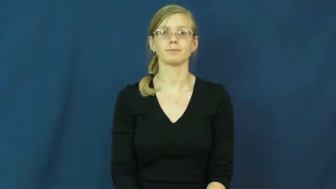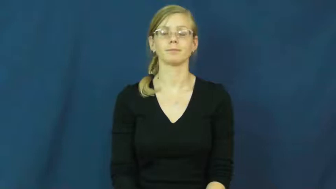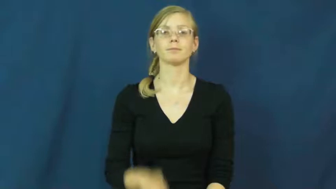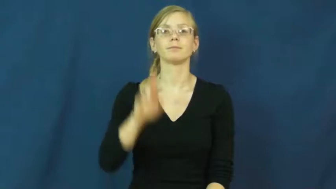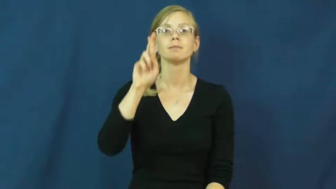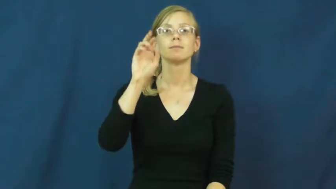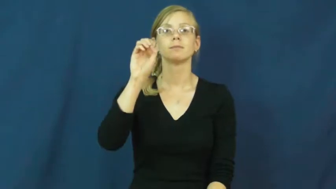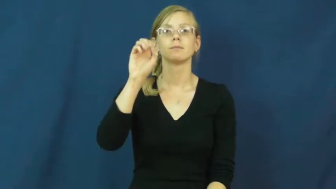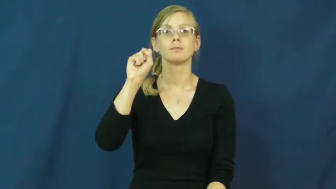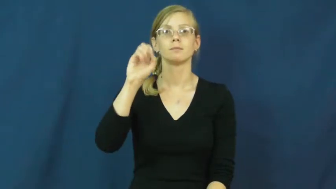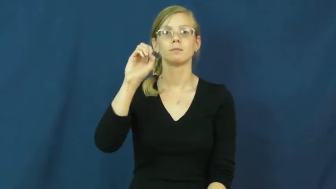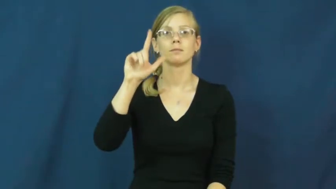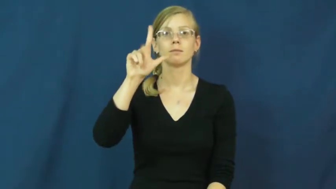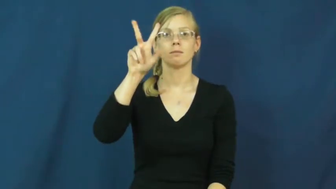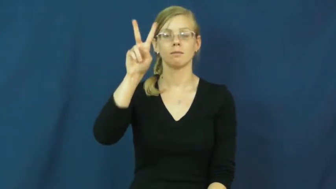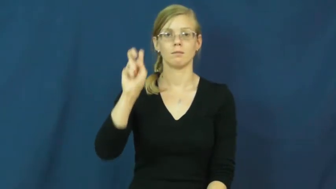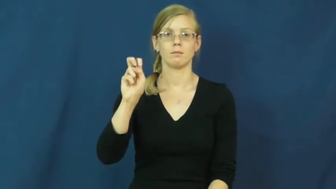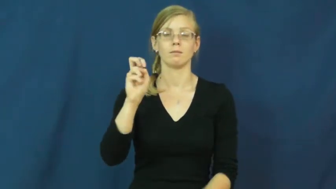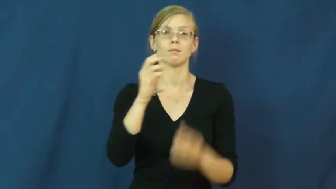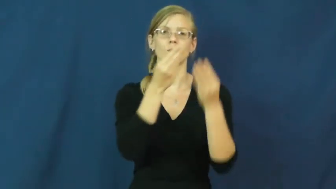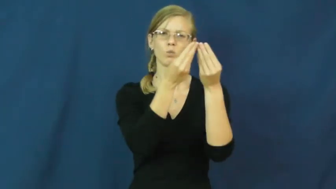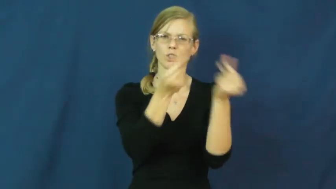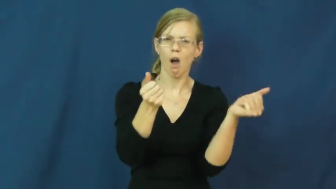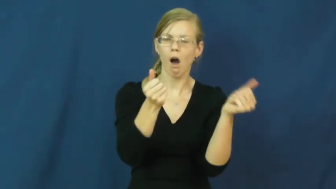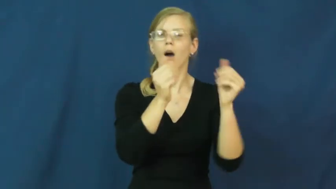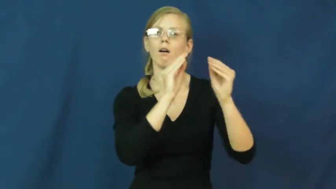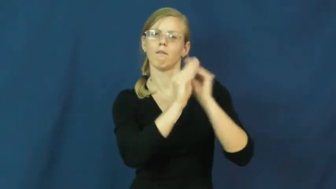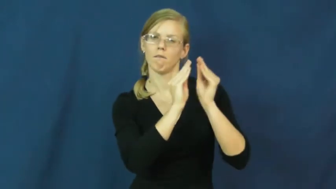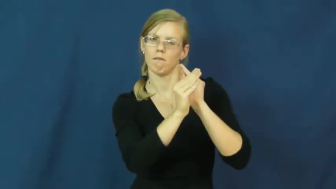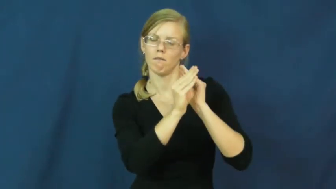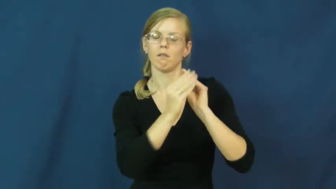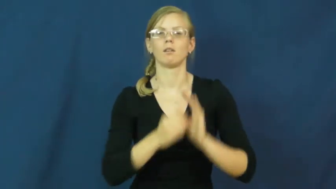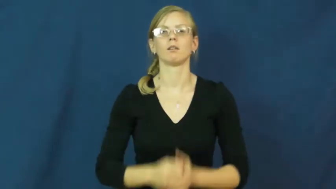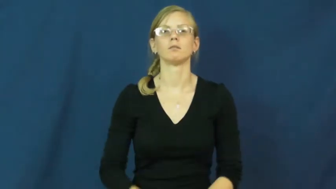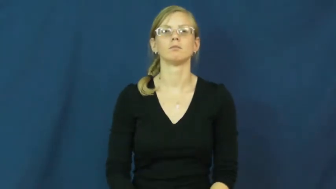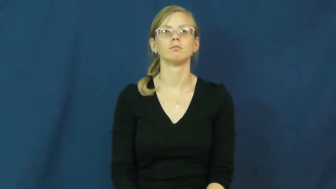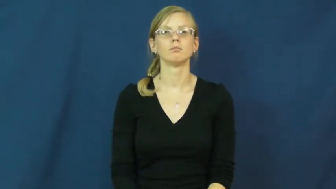resolve-fix